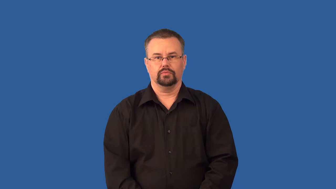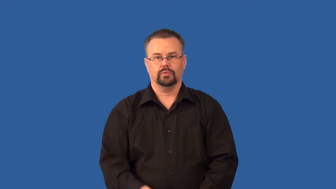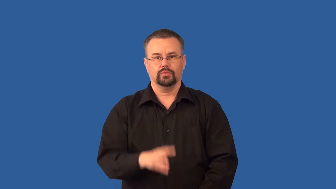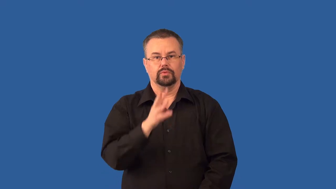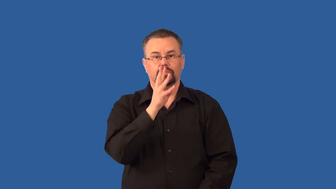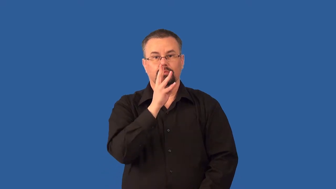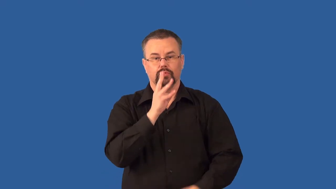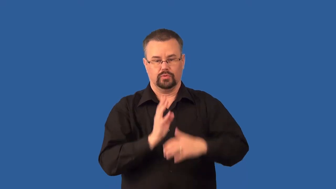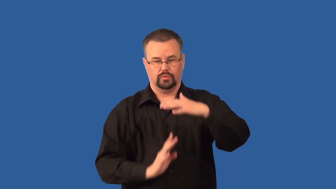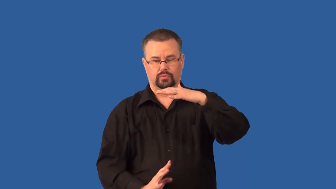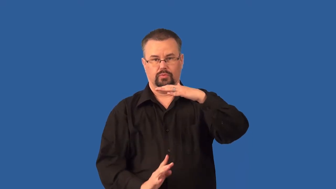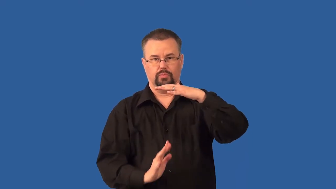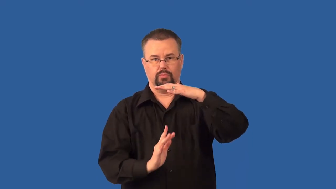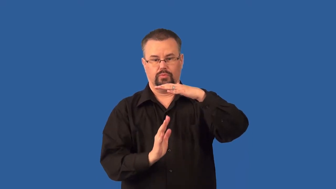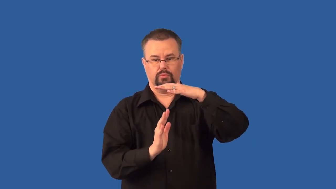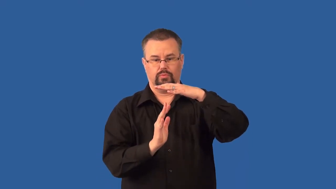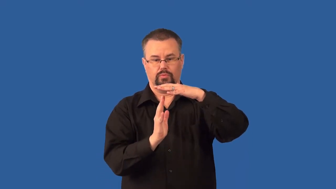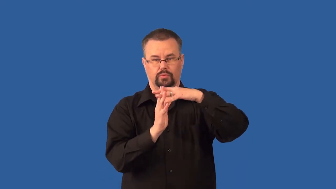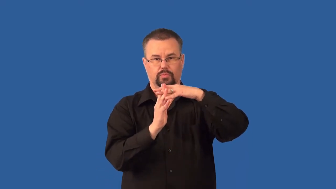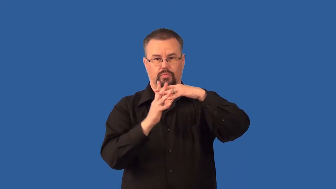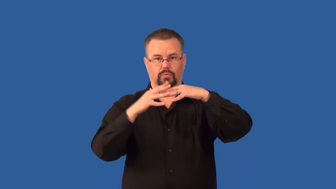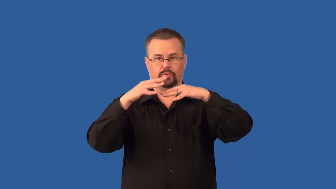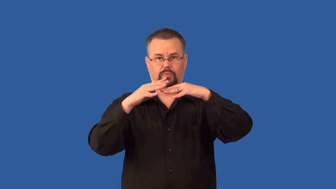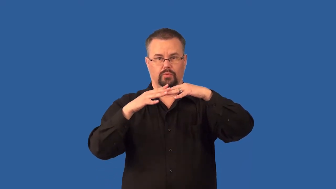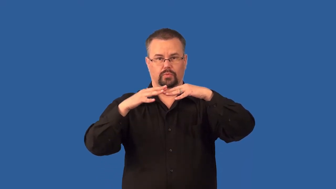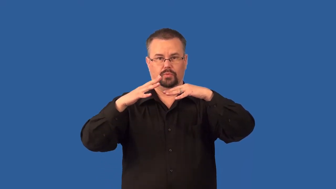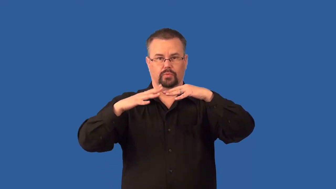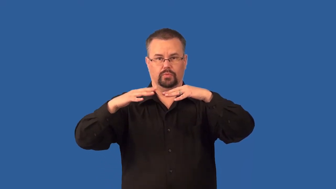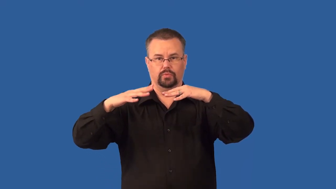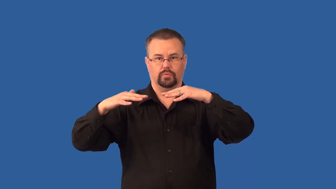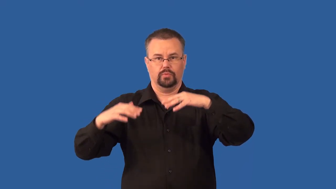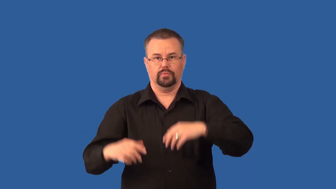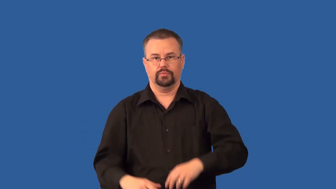surfactant